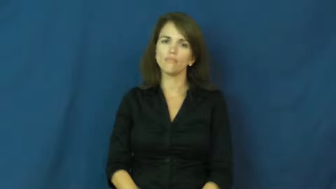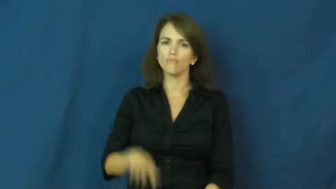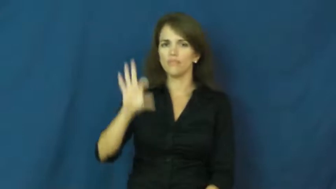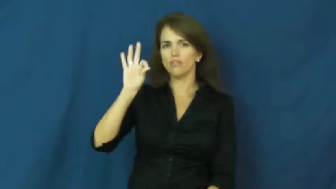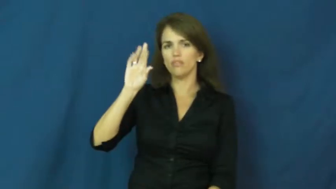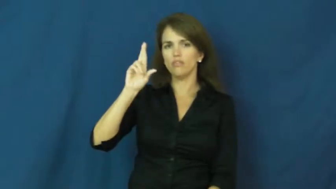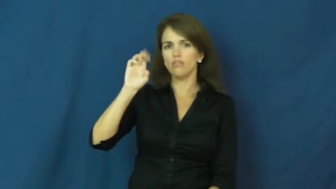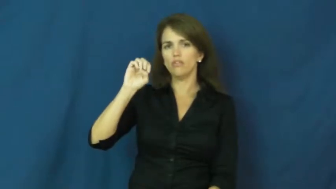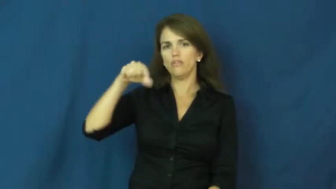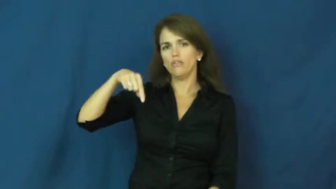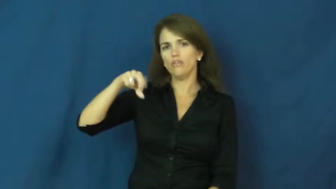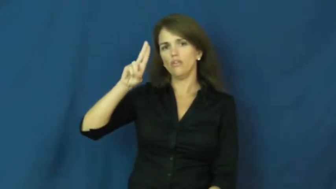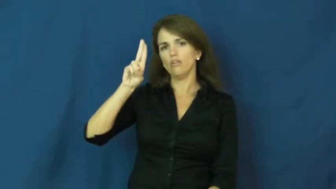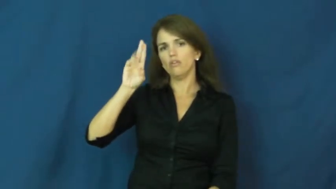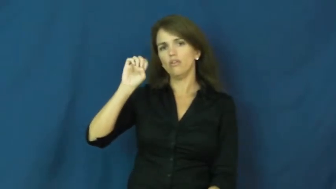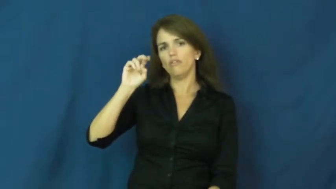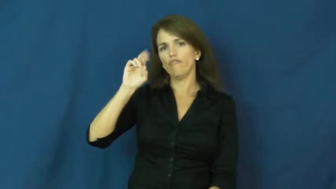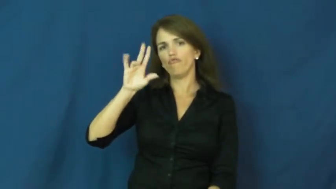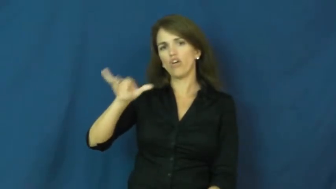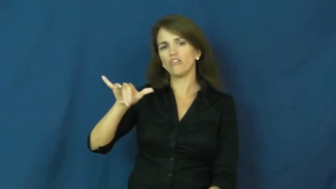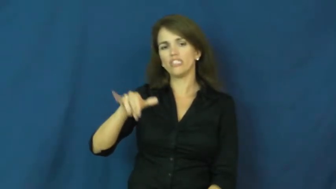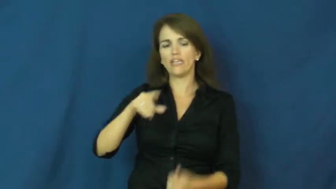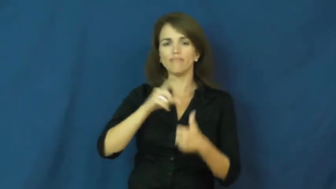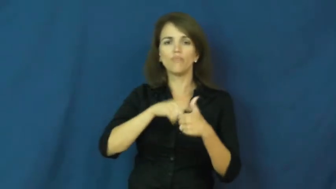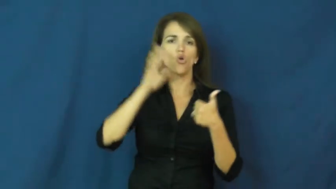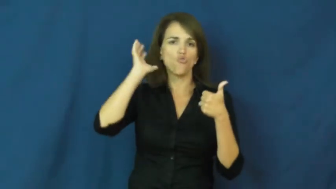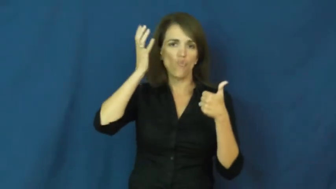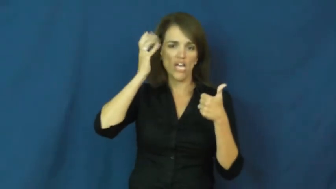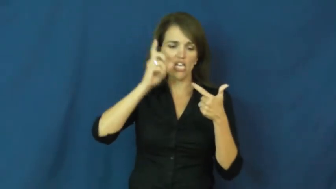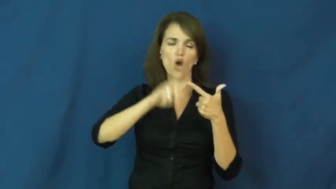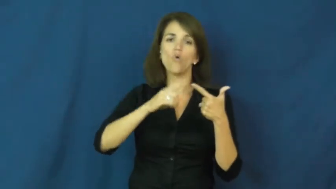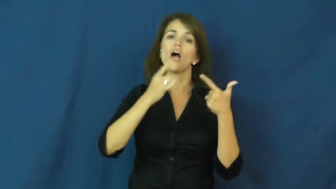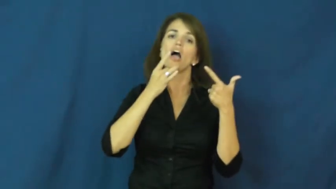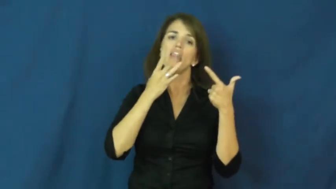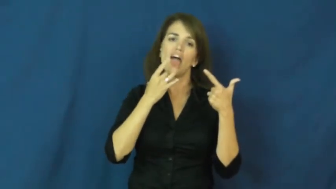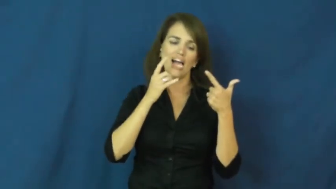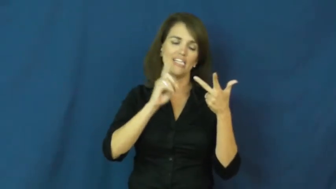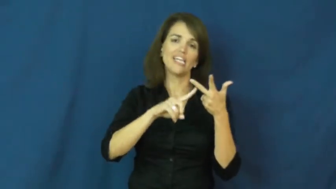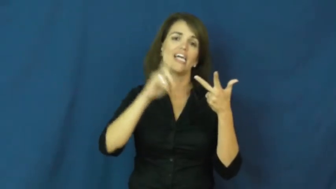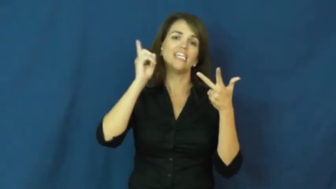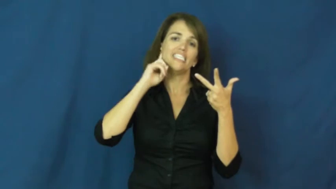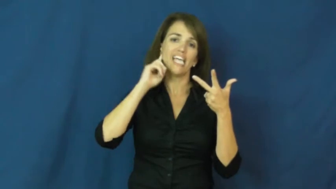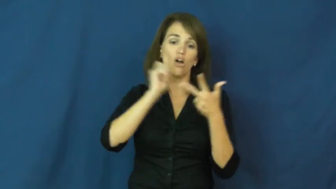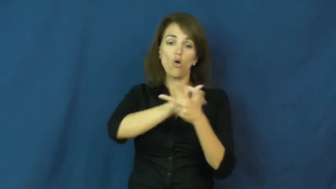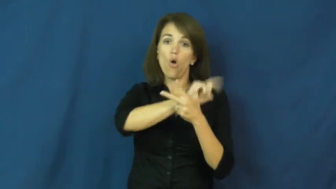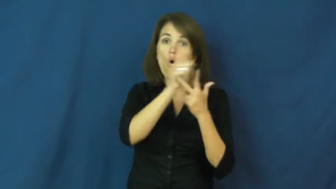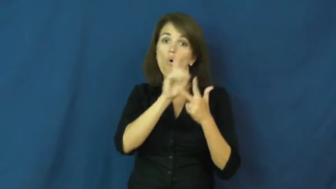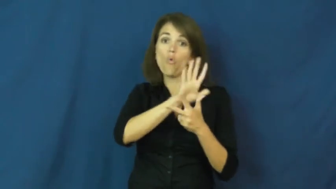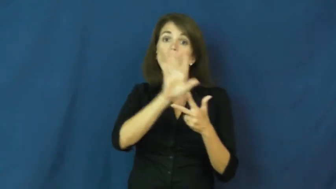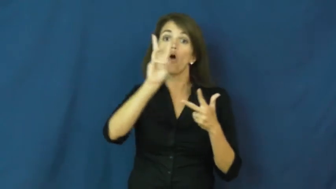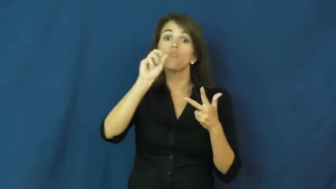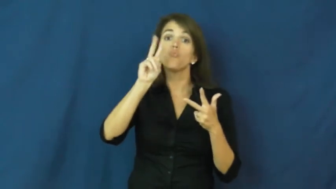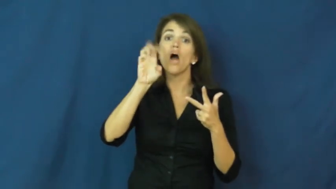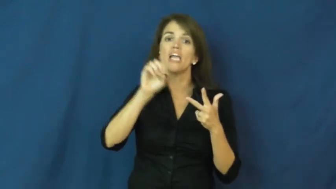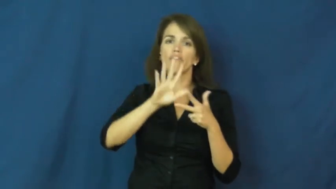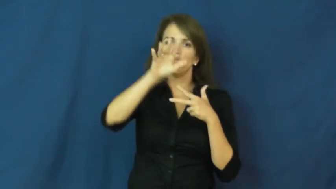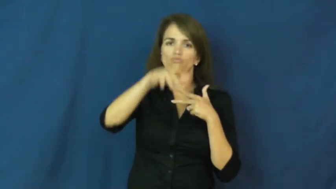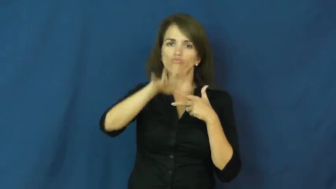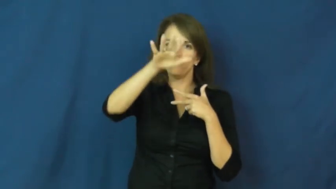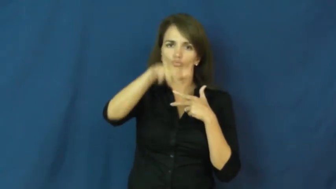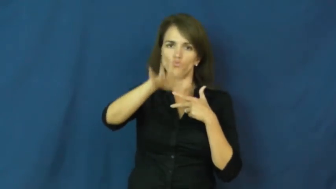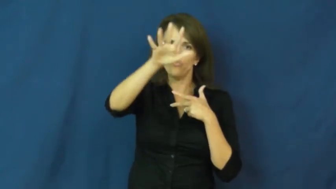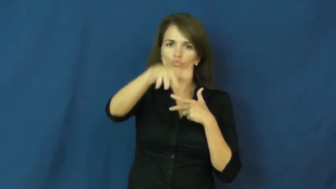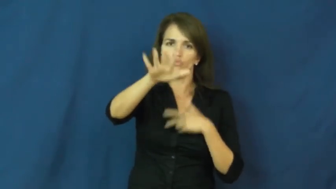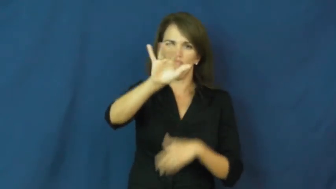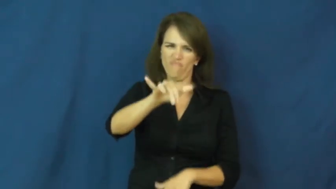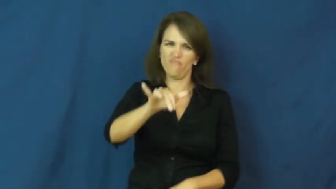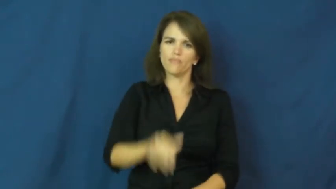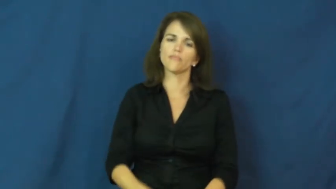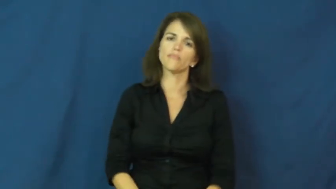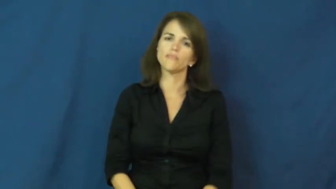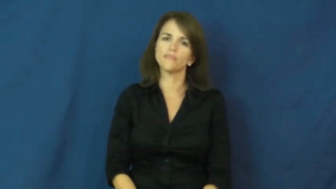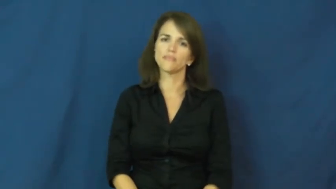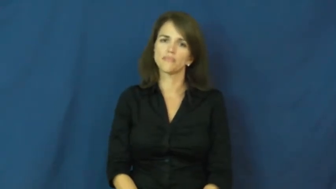frequency-sound